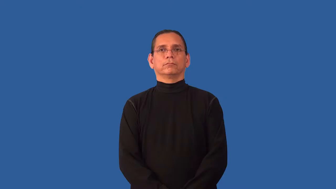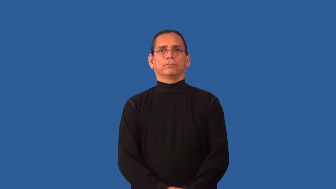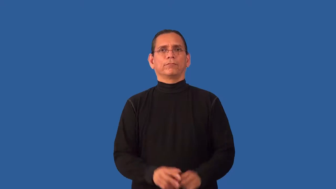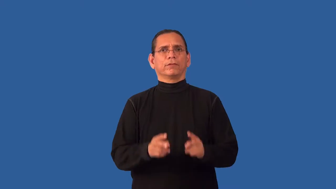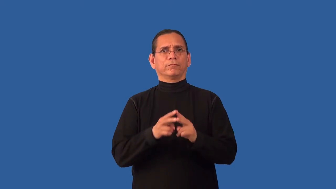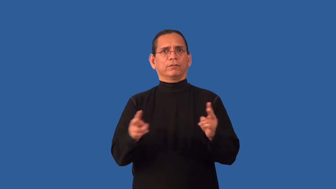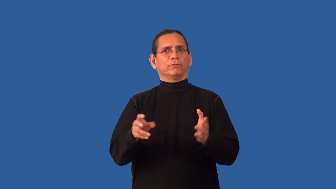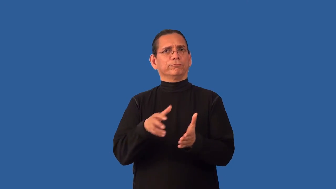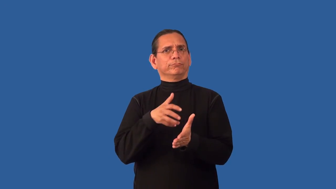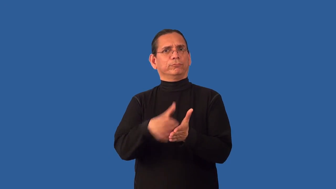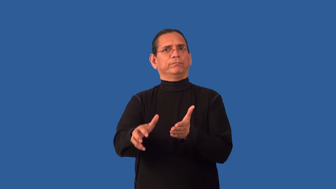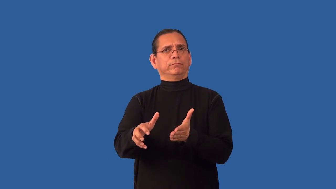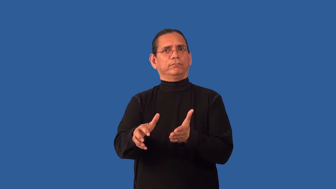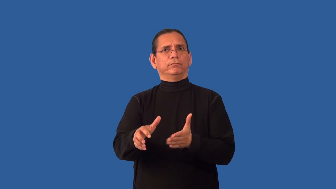unsparing,pitiless-very cruel